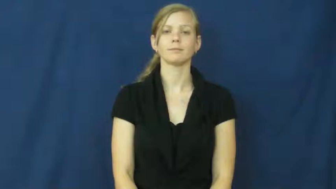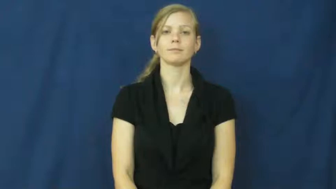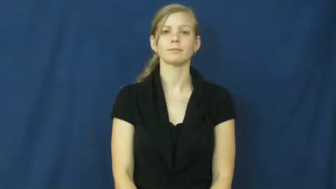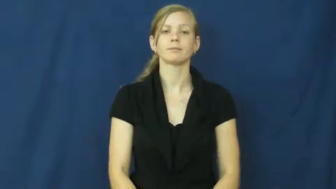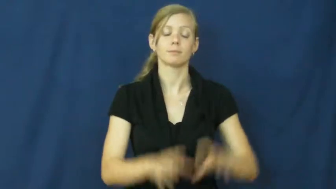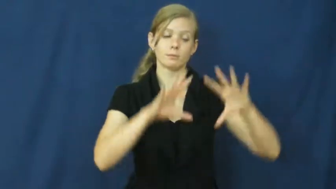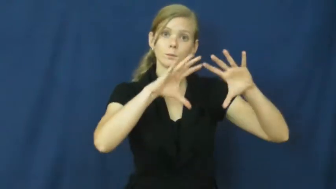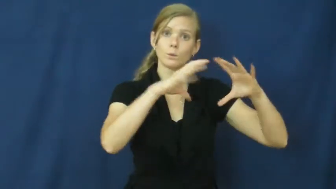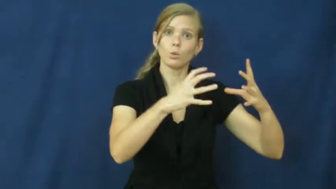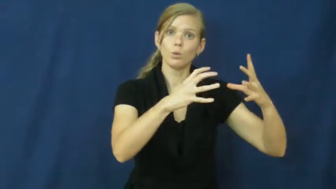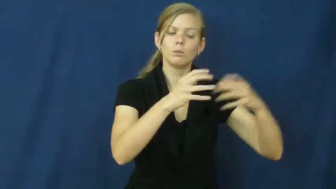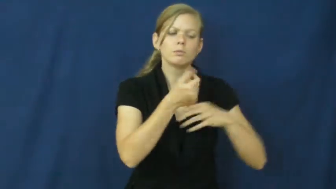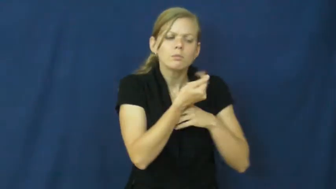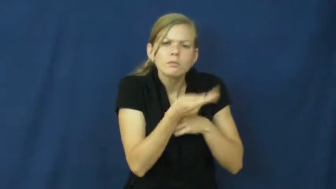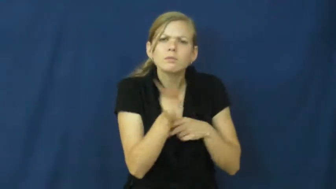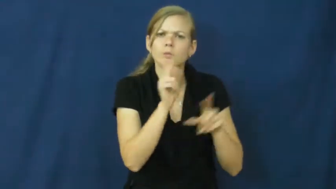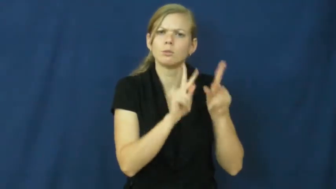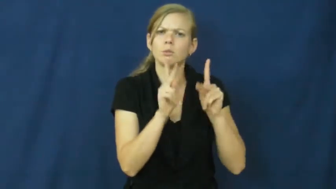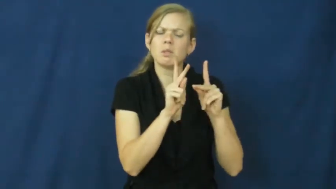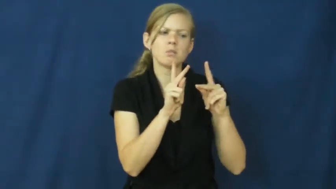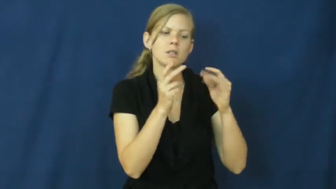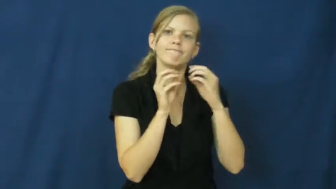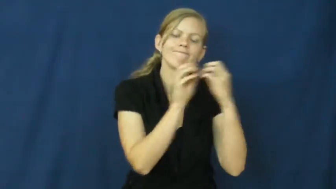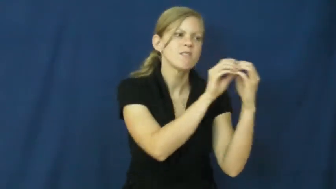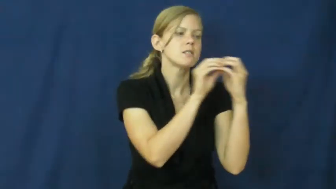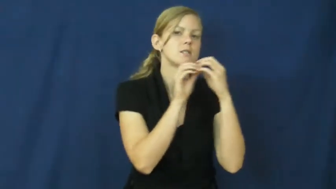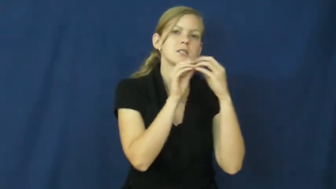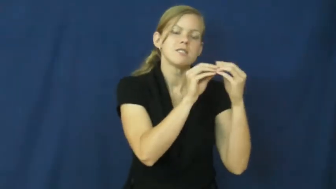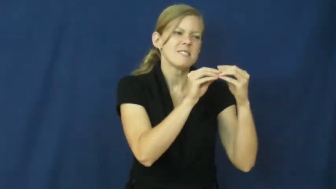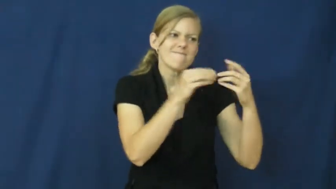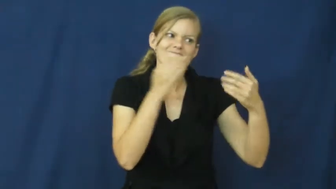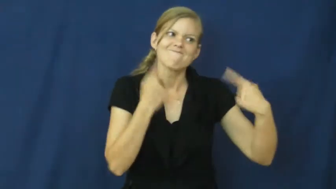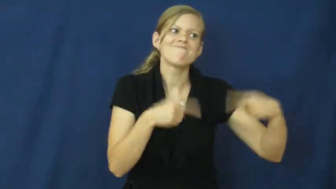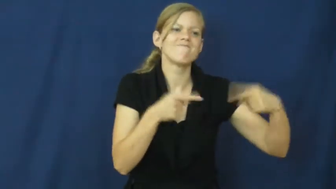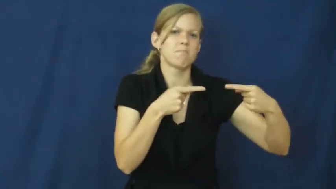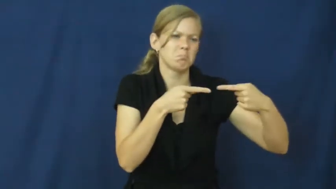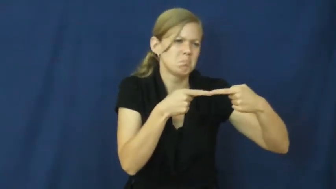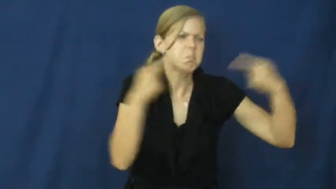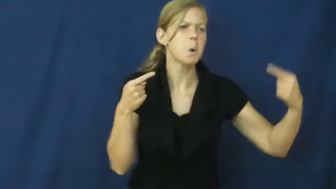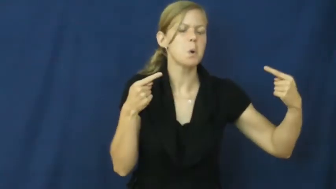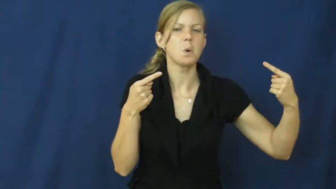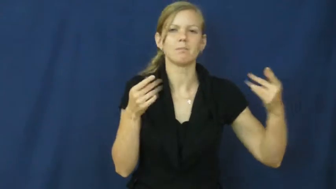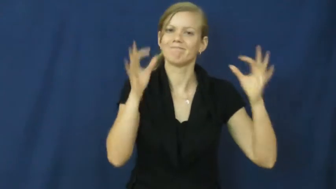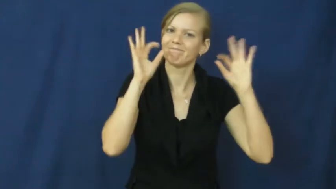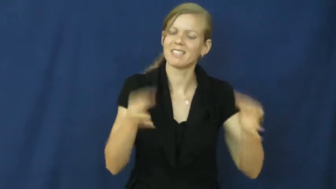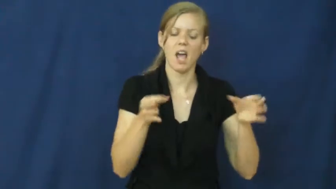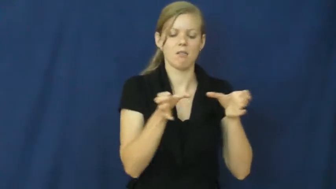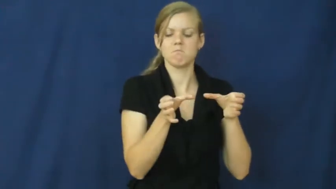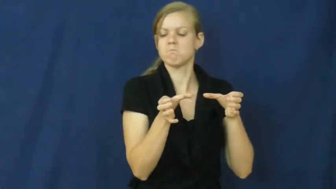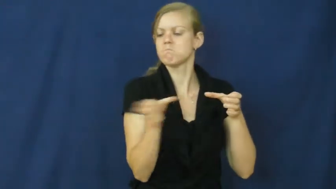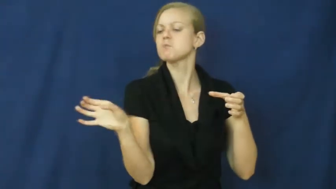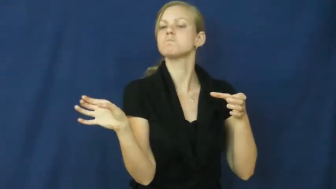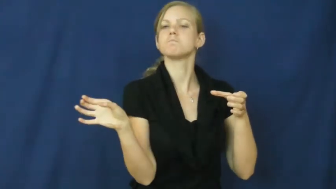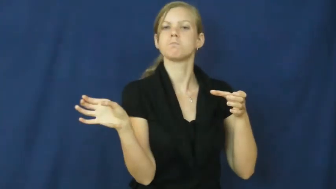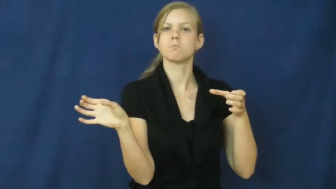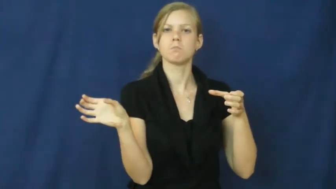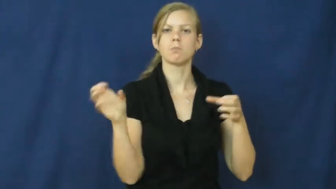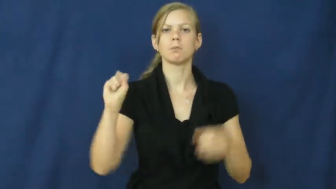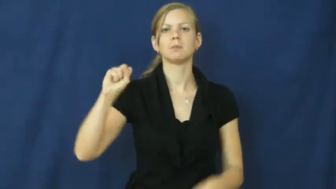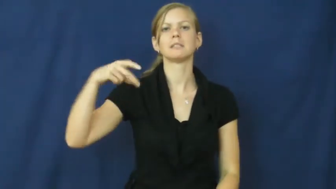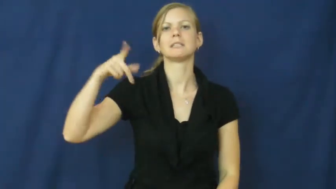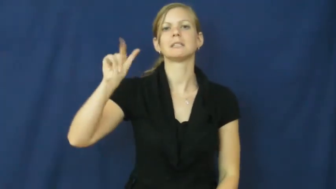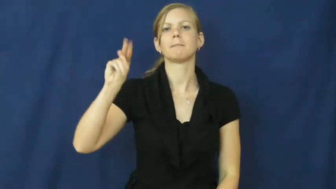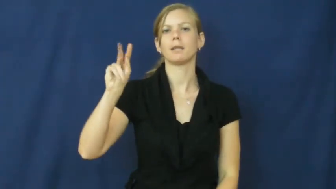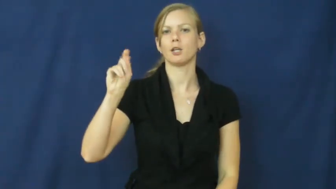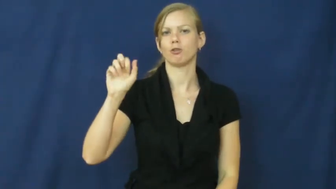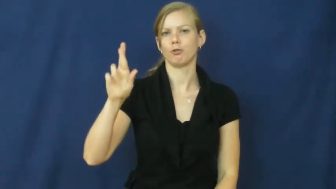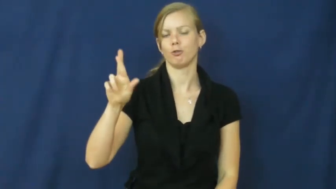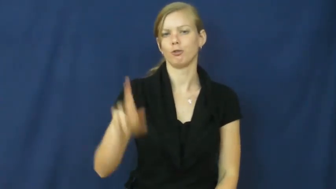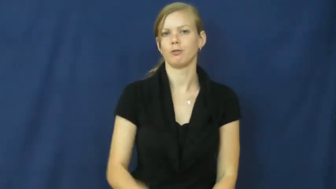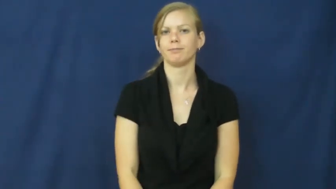splinter-group disagreement